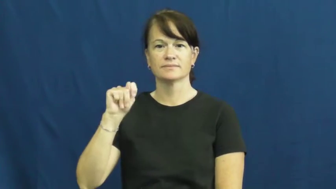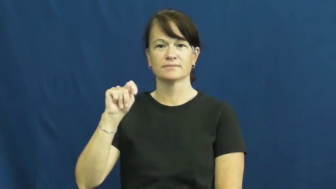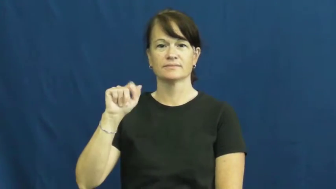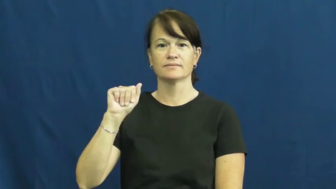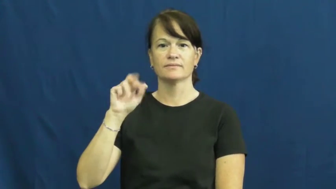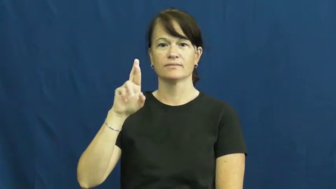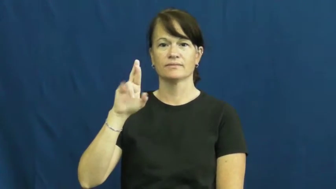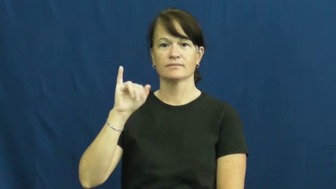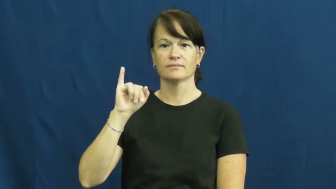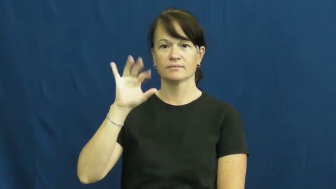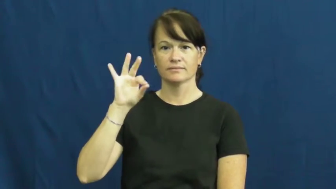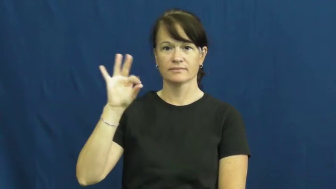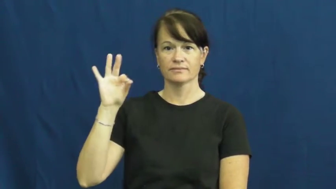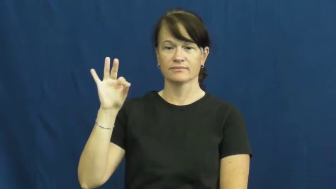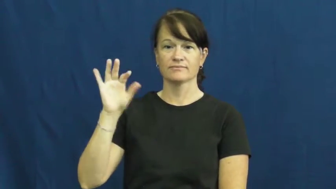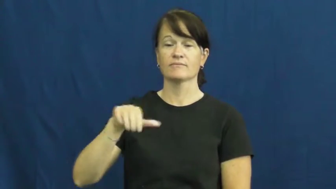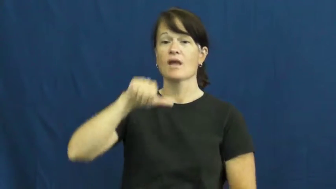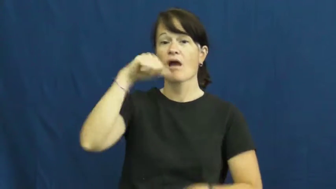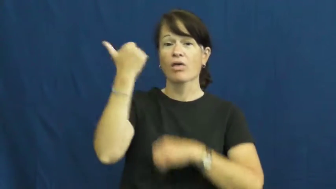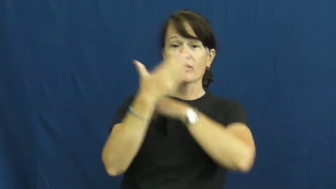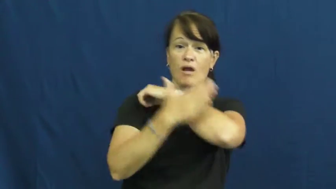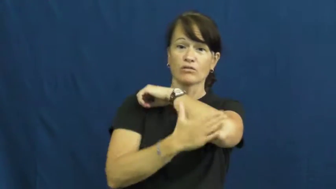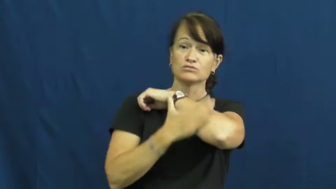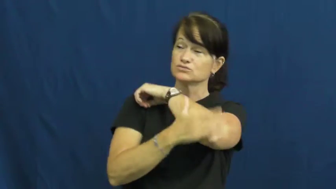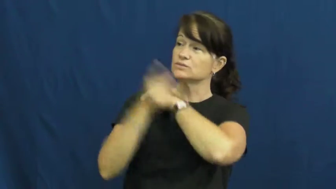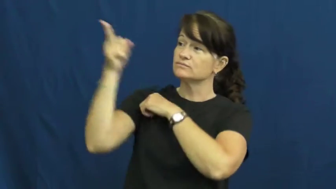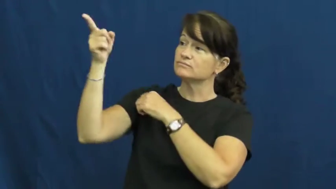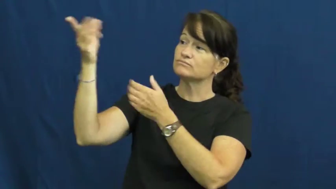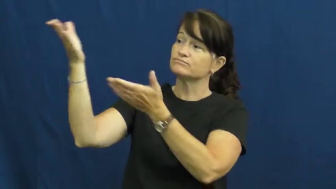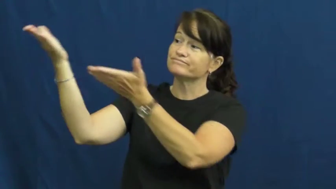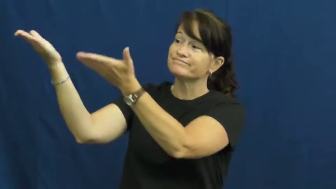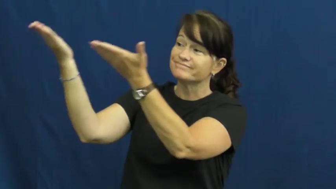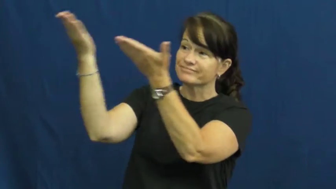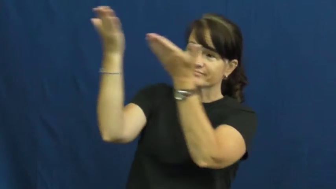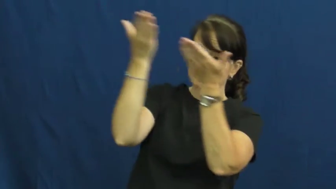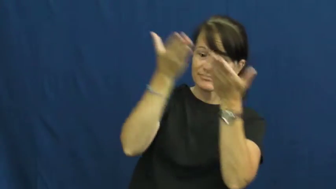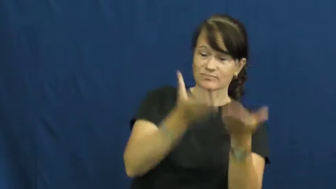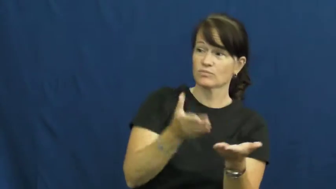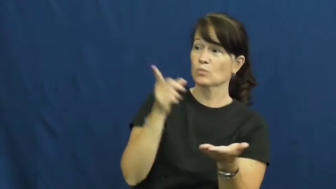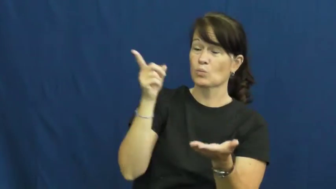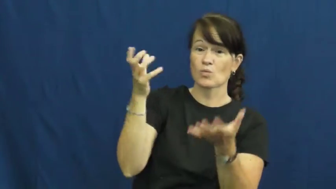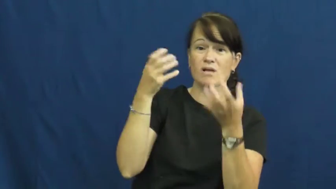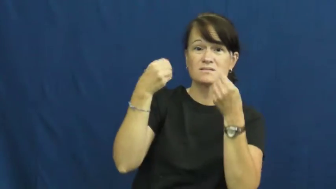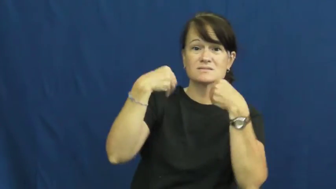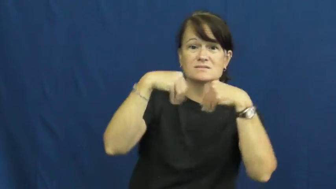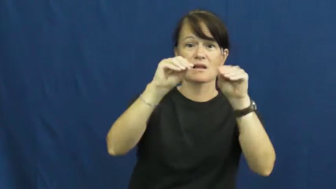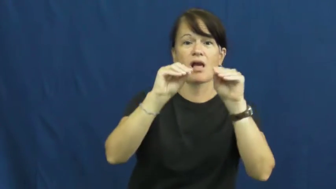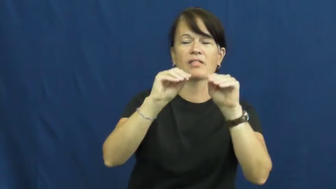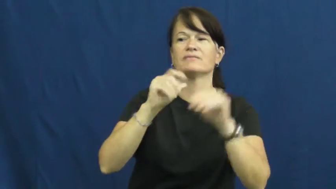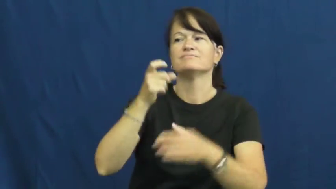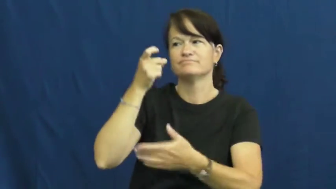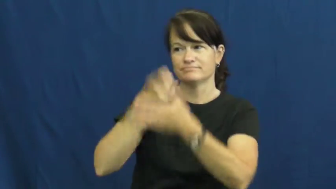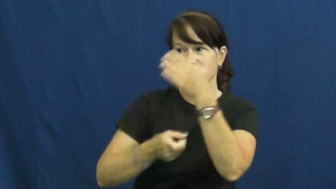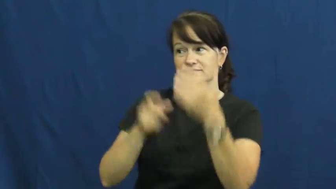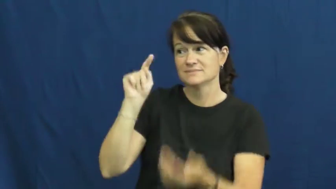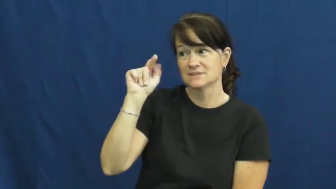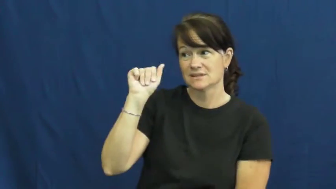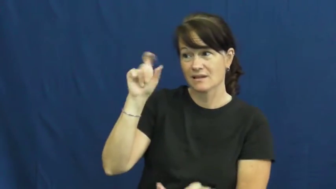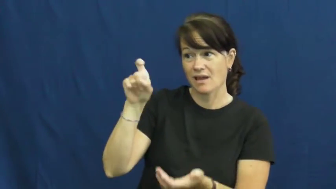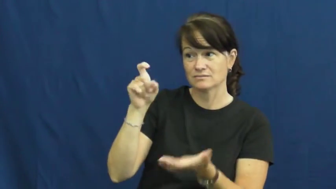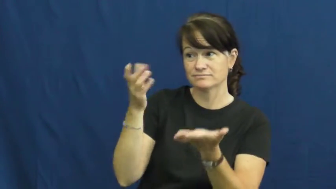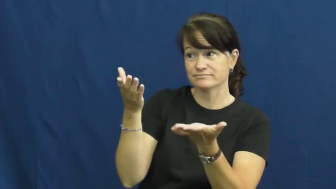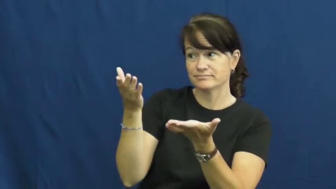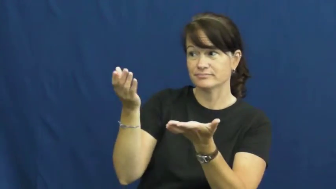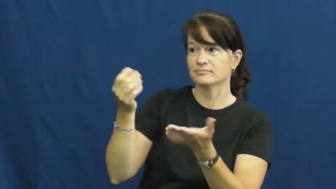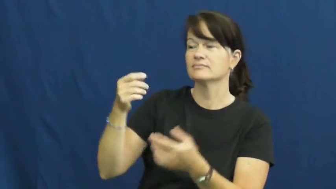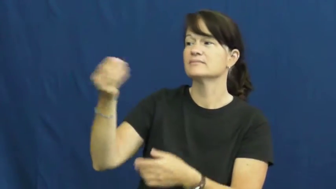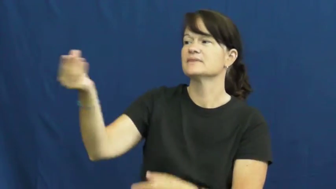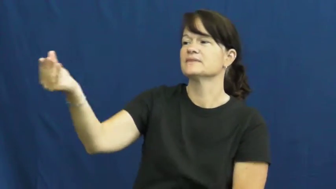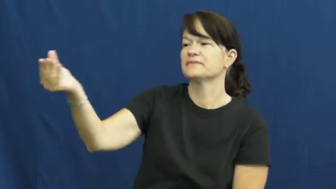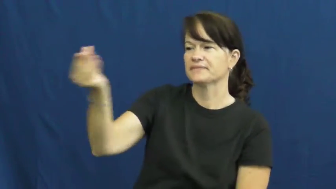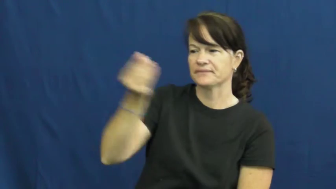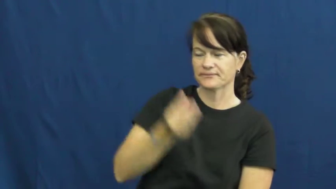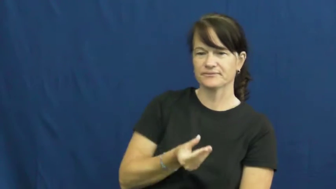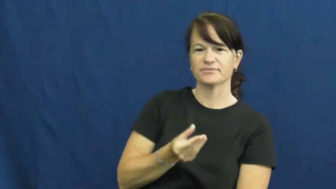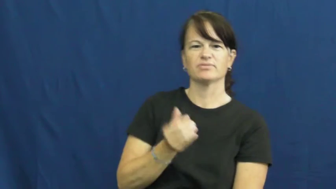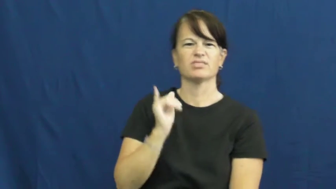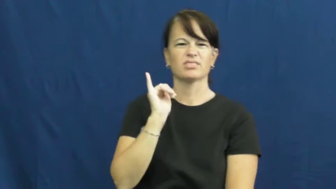tarrif